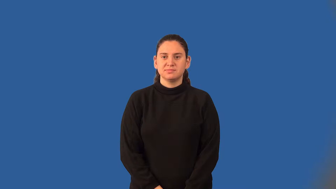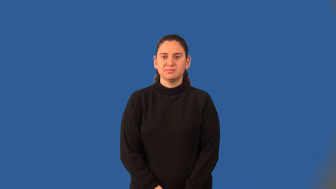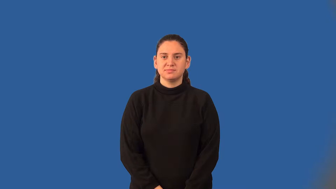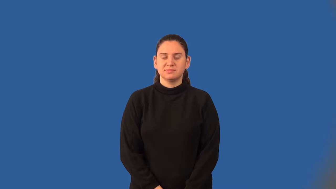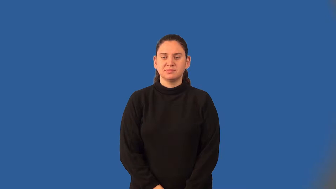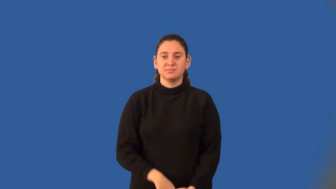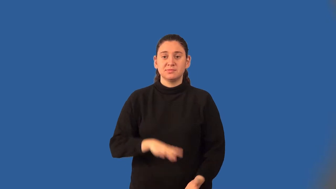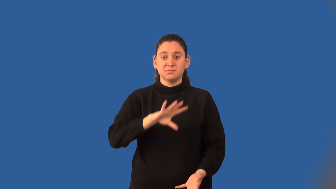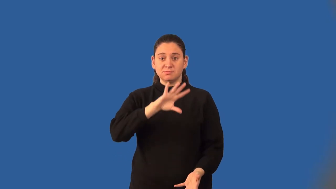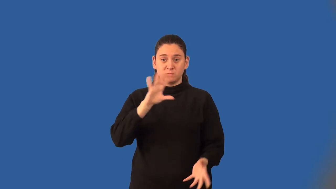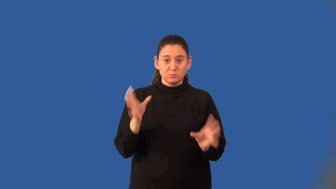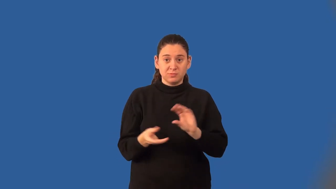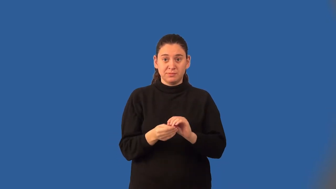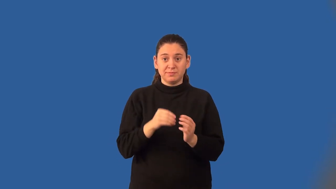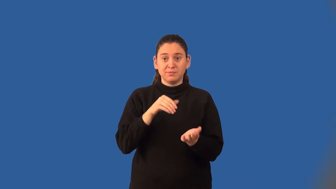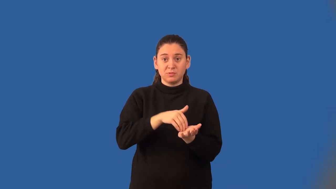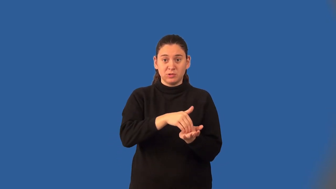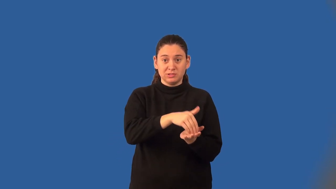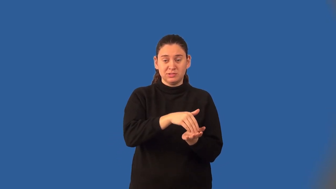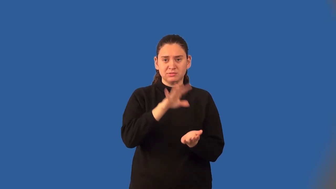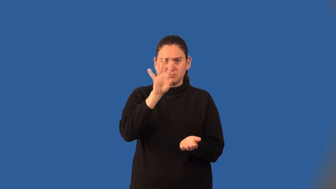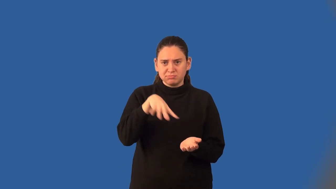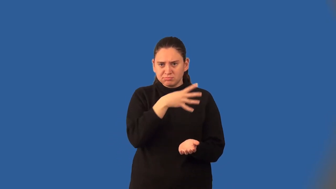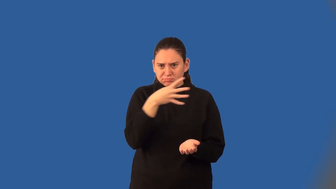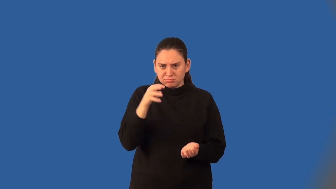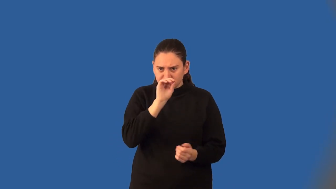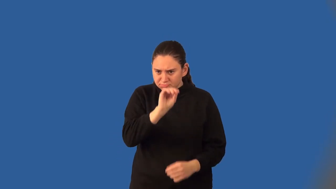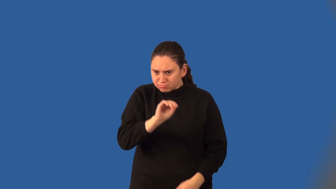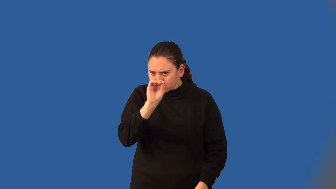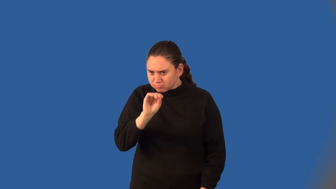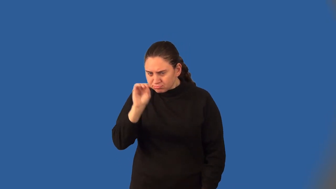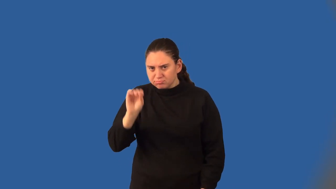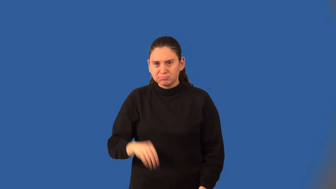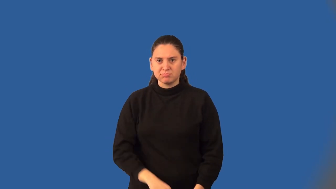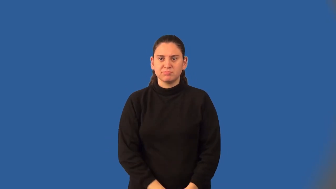cumulative frequency histogram